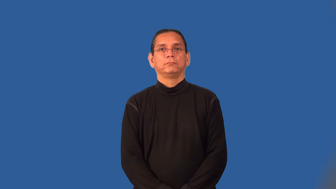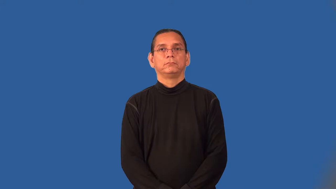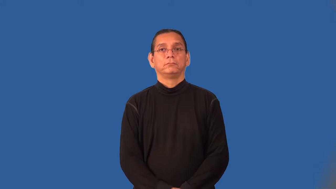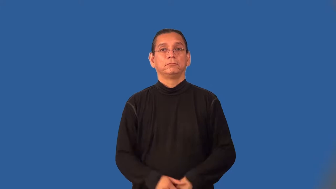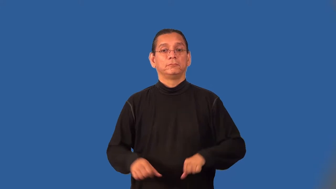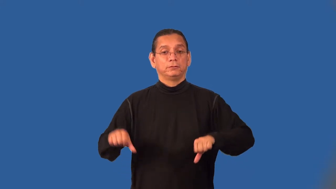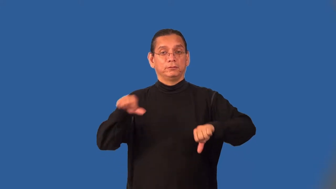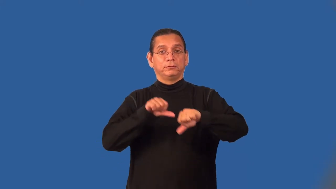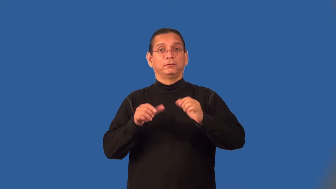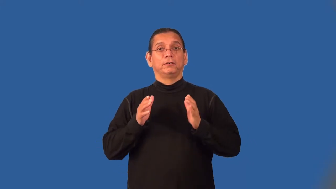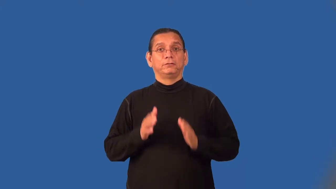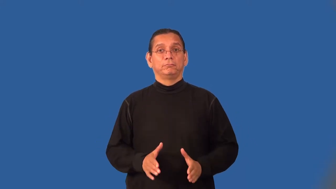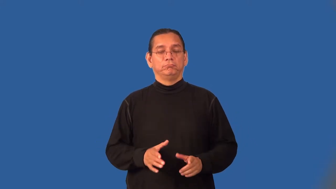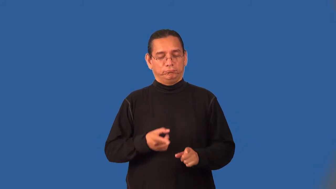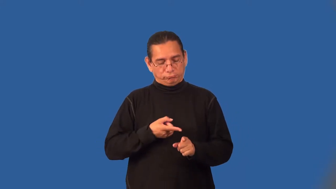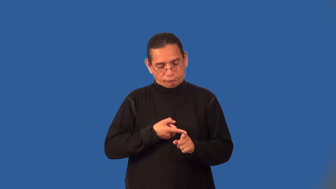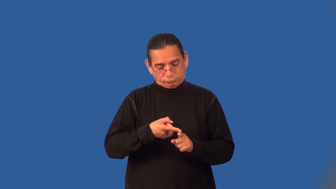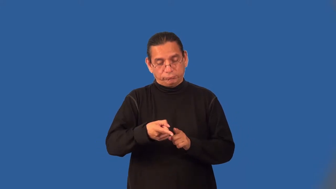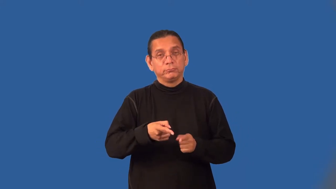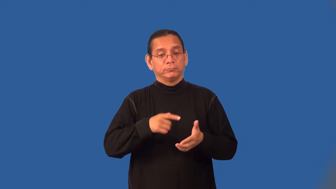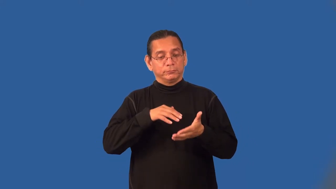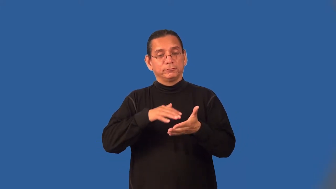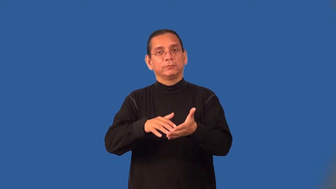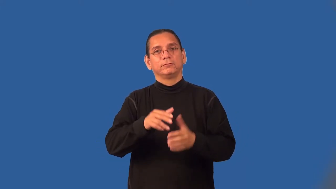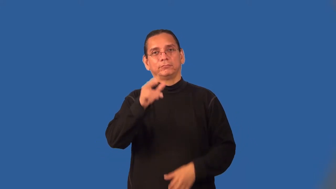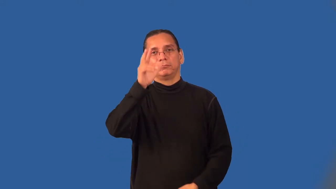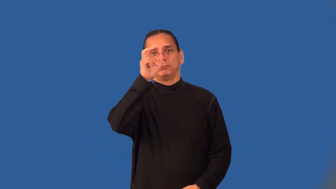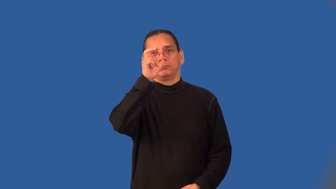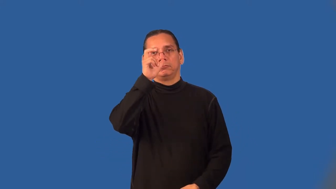entomologist